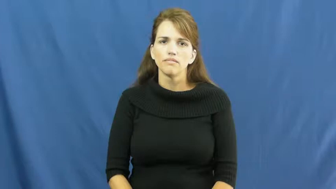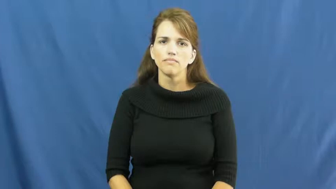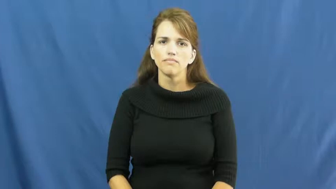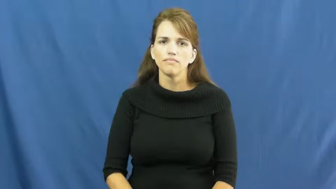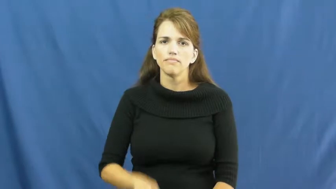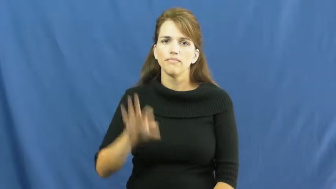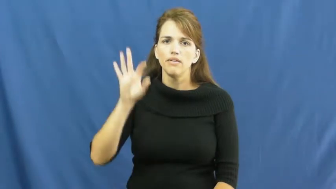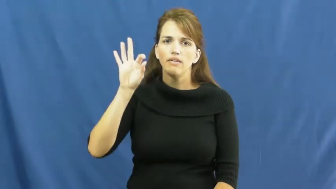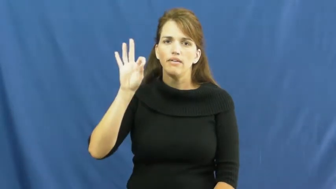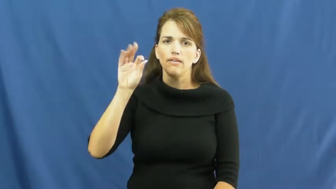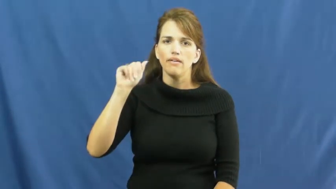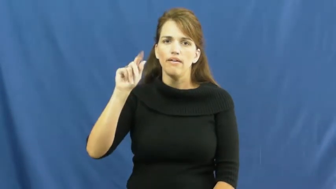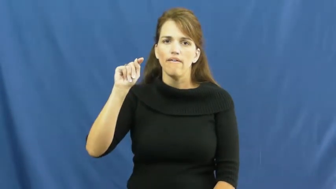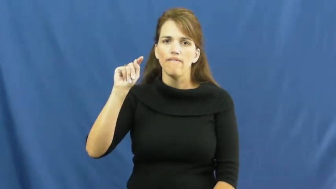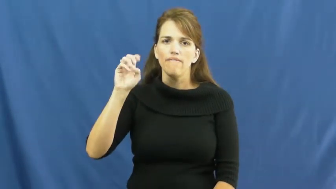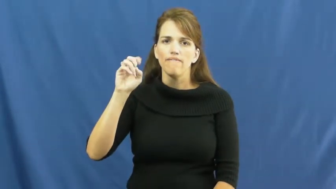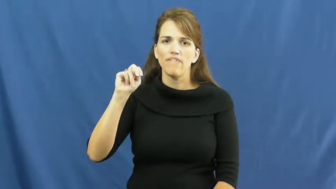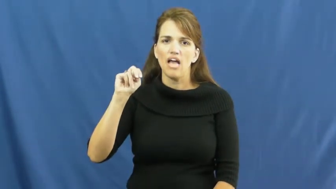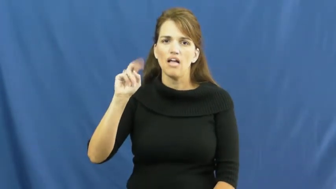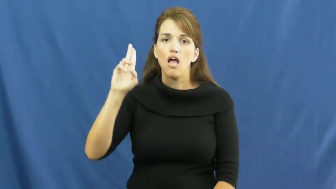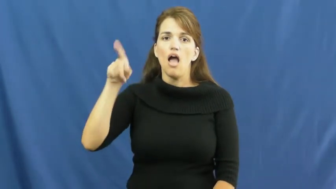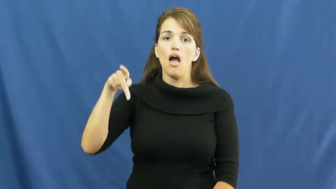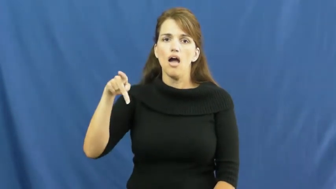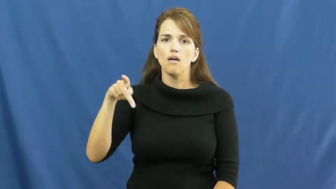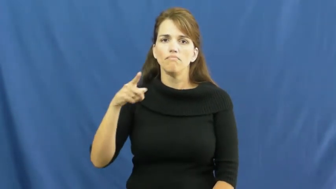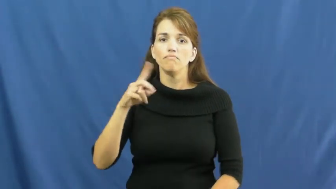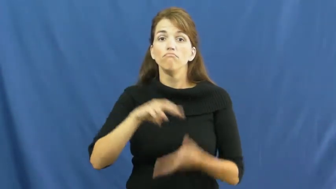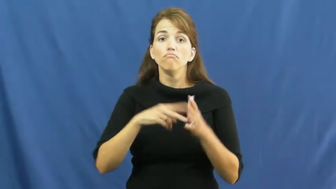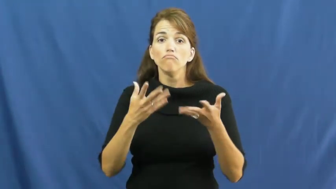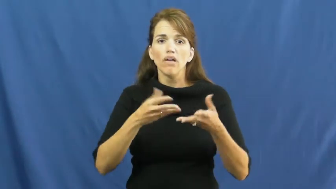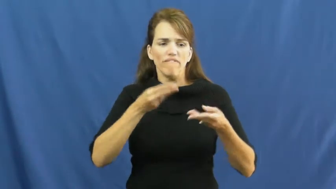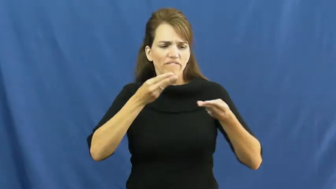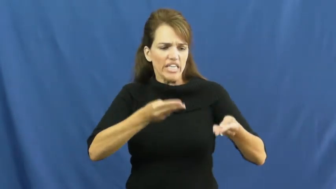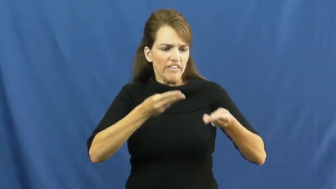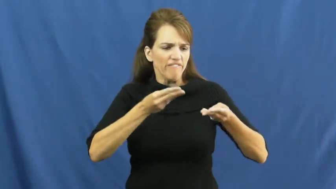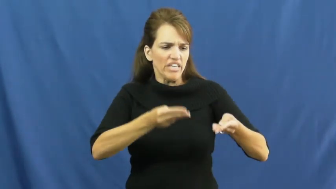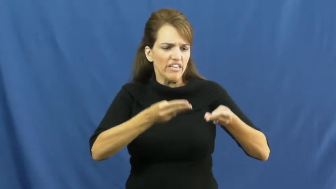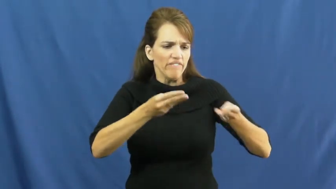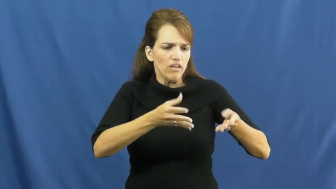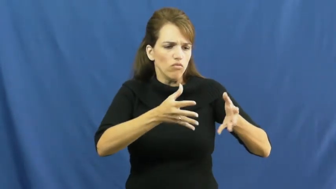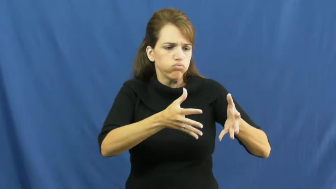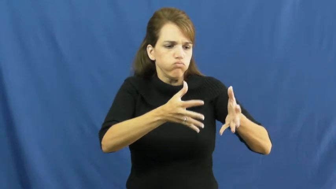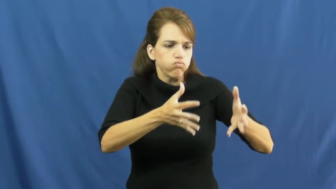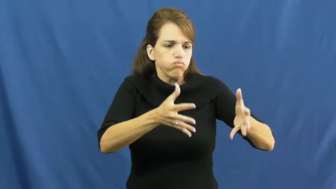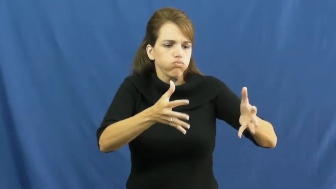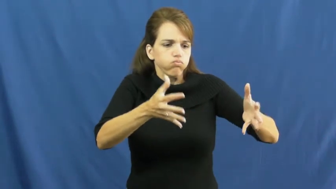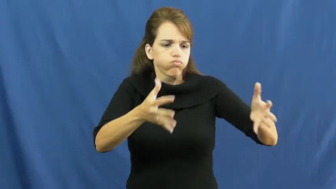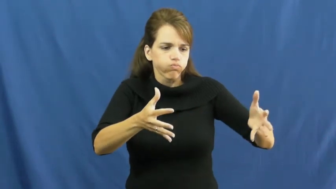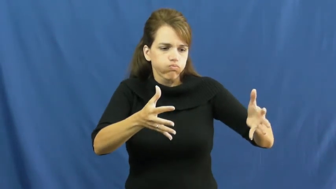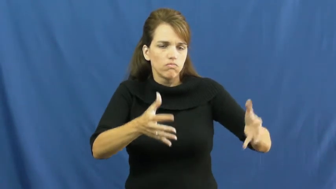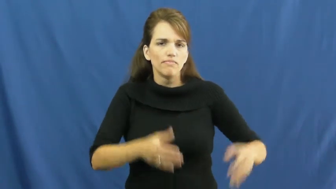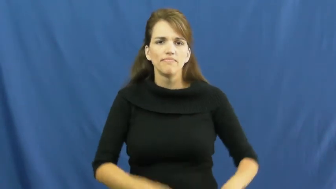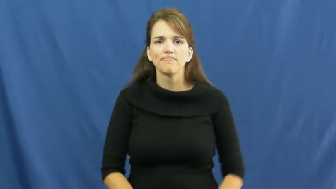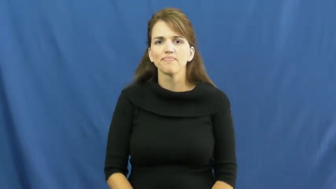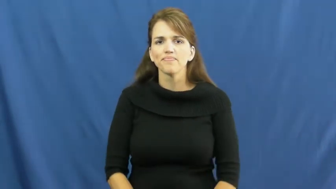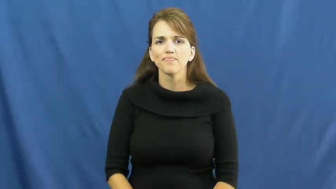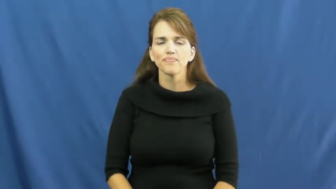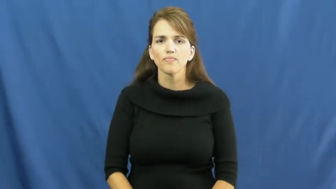fatten up,flesh out